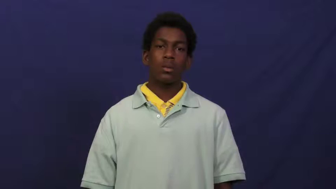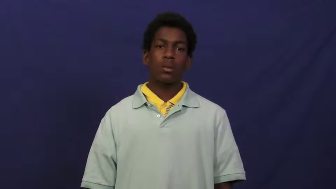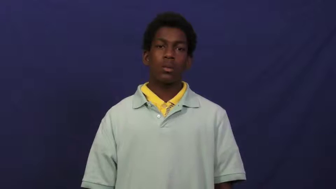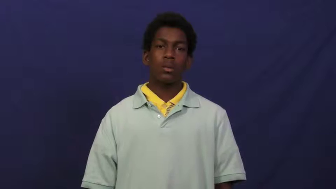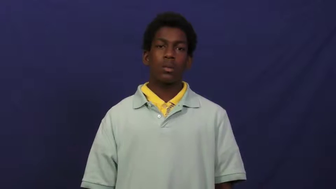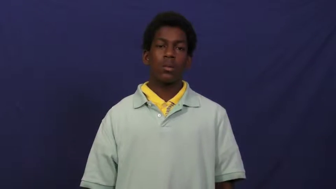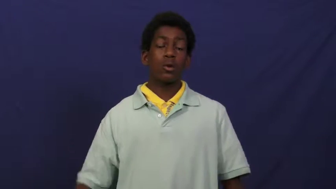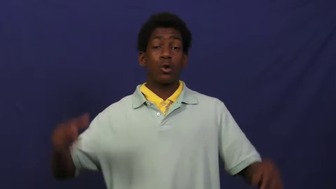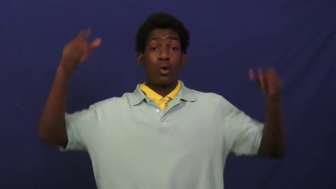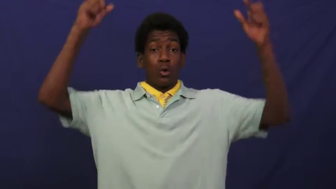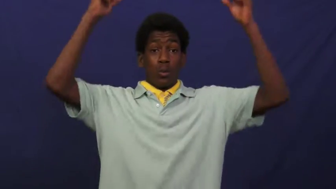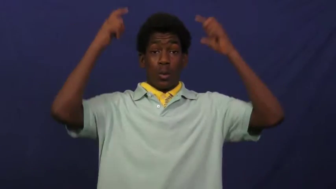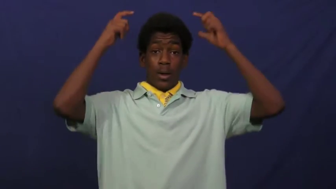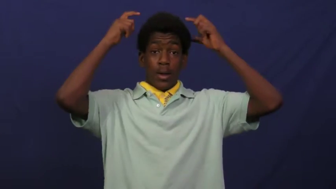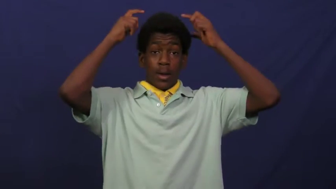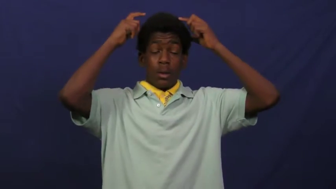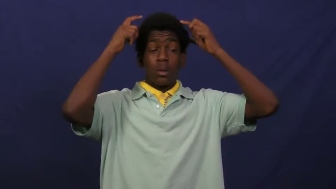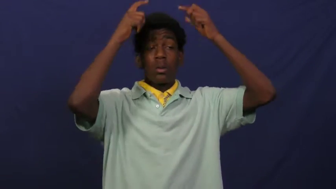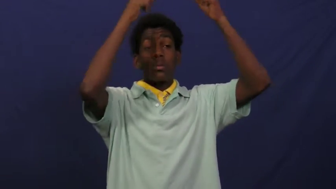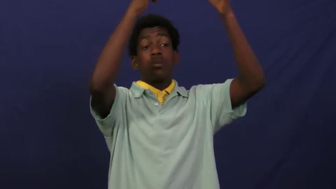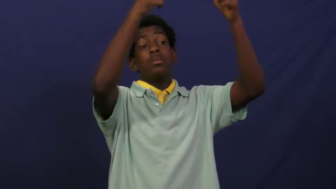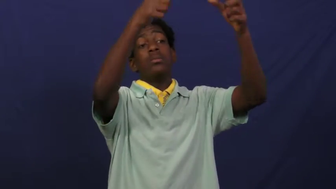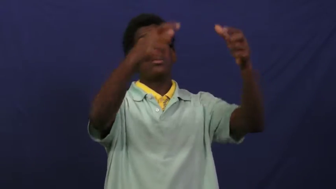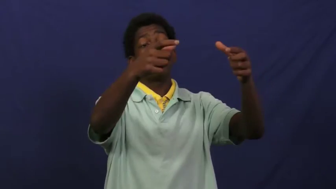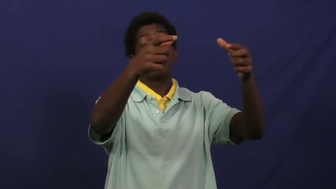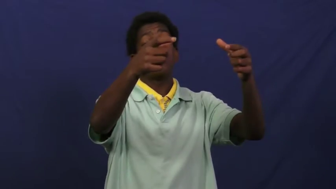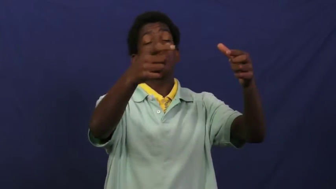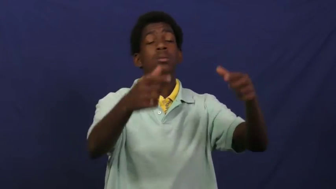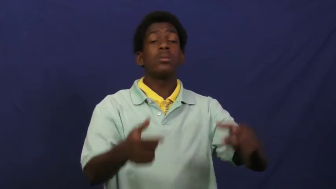coronate